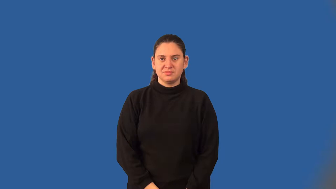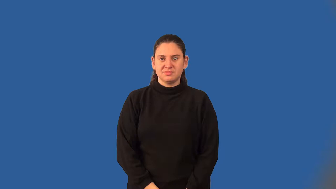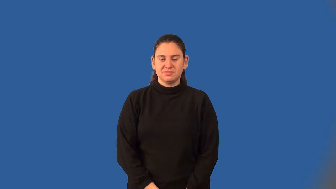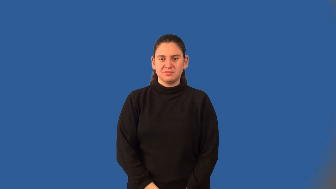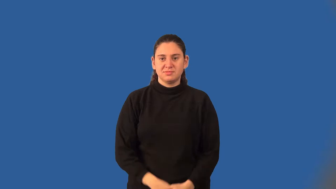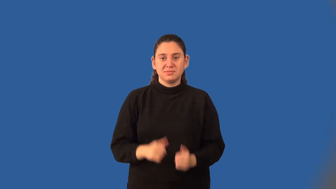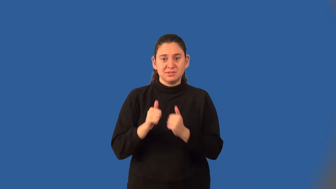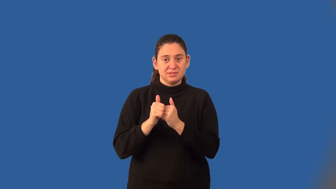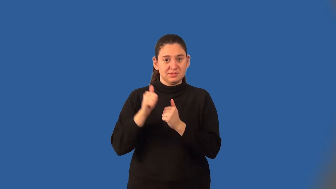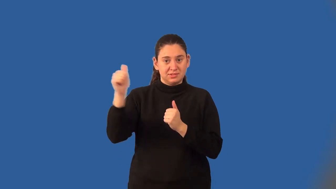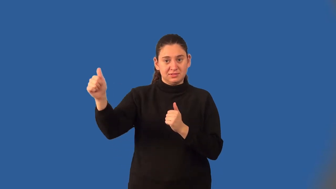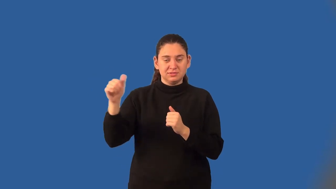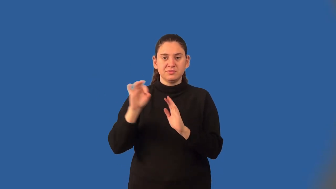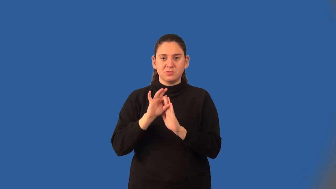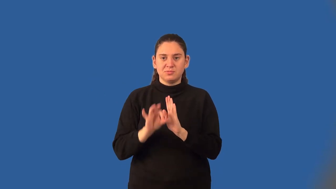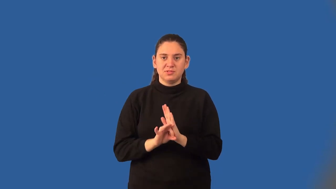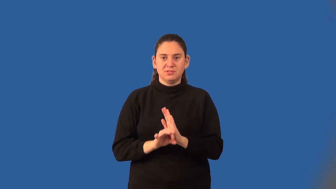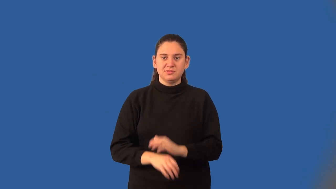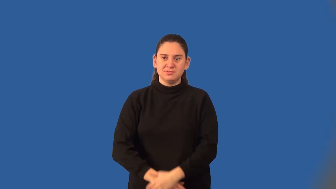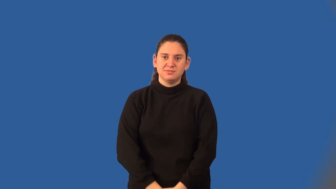distance formula